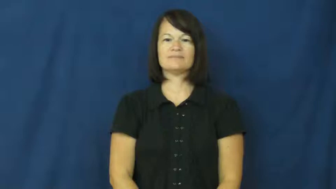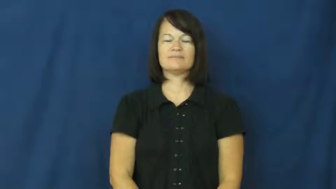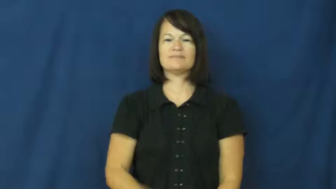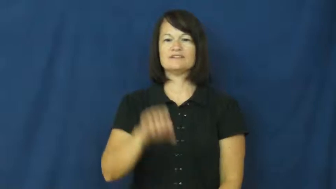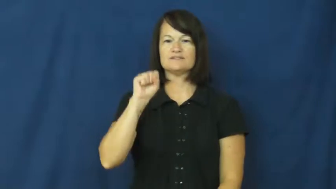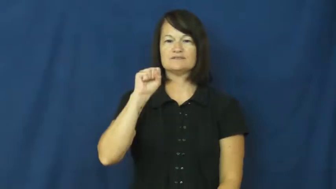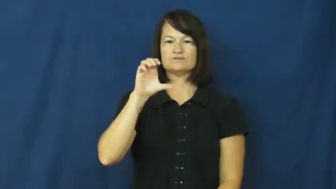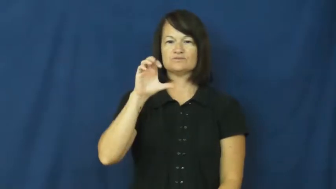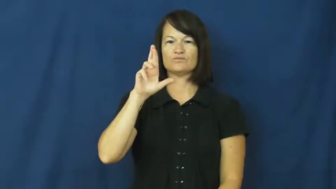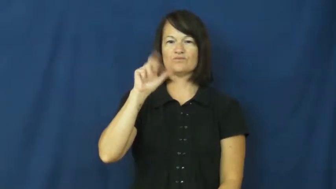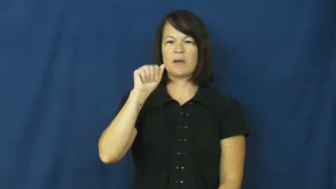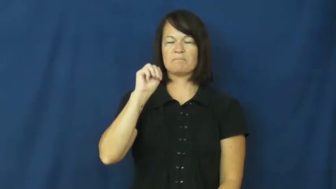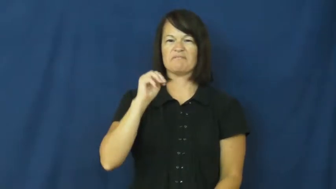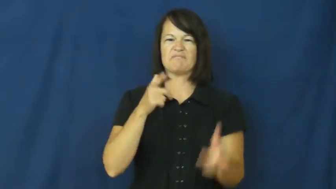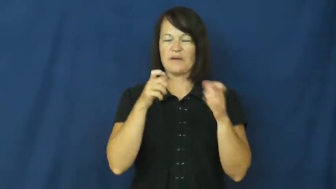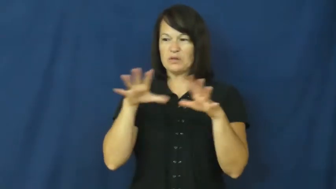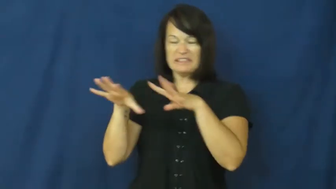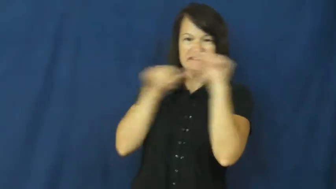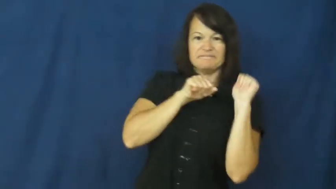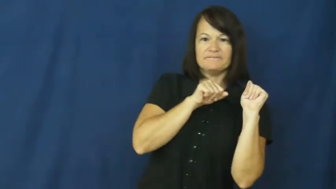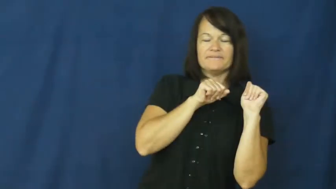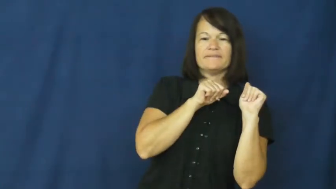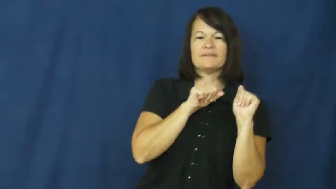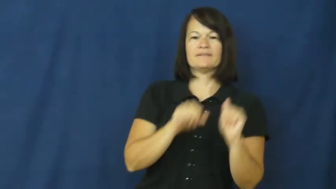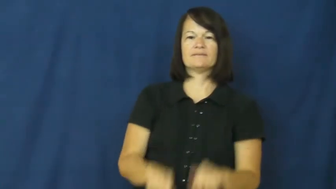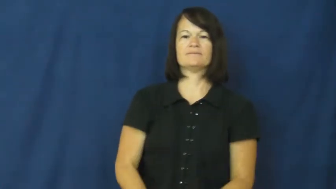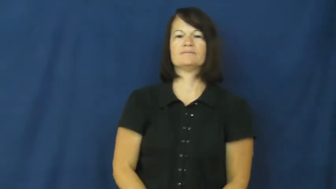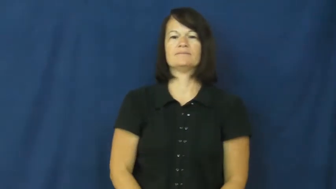scram